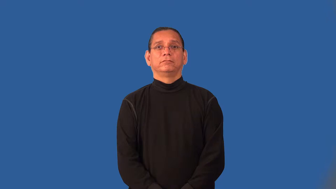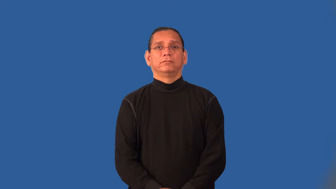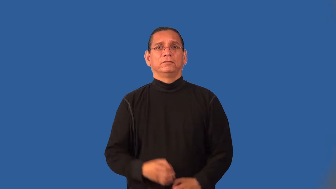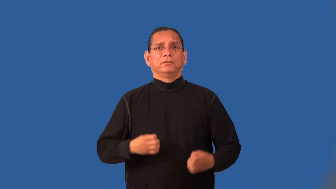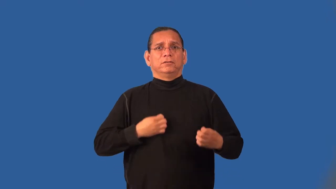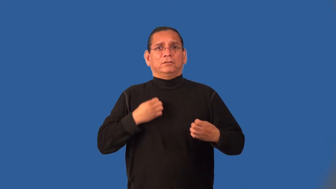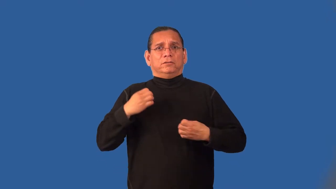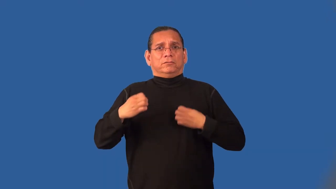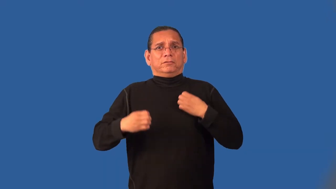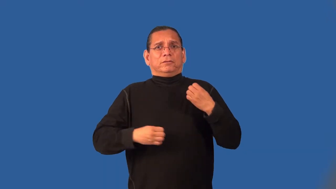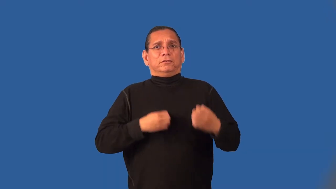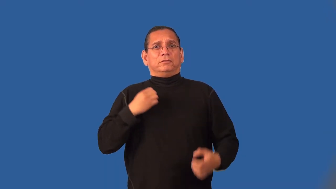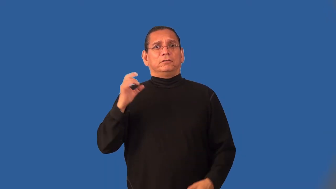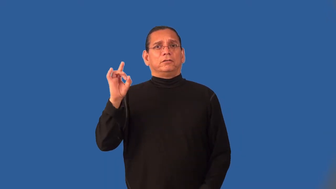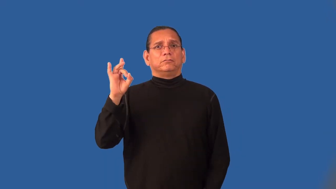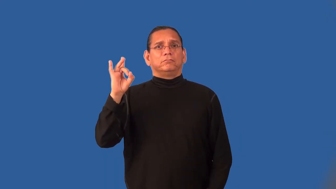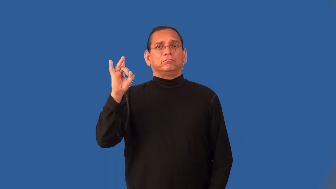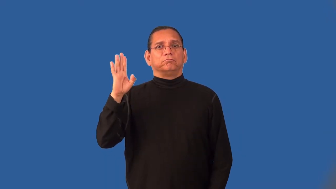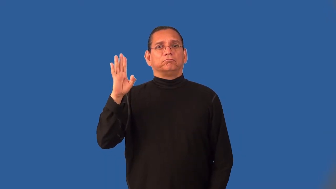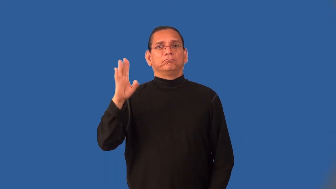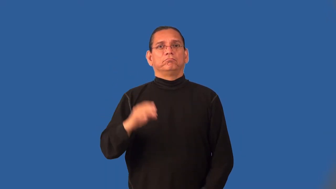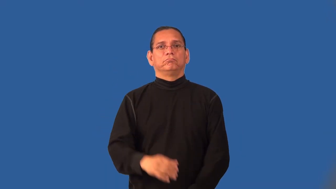incandescent-emotion